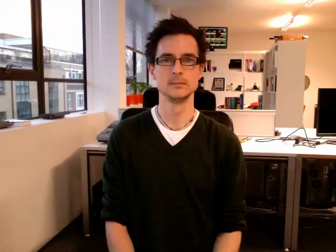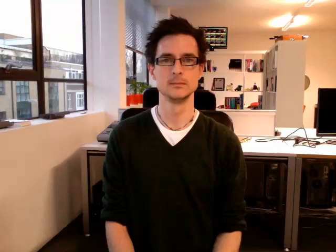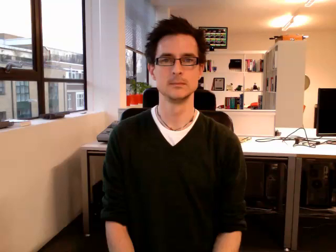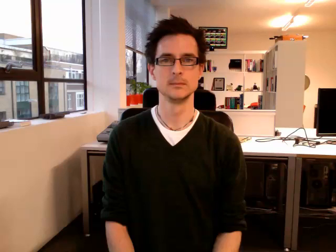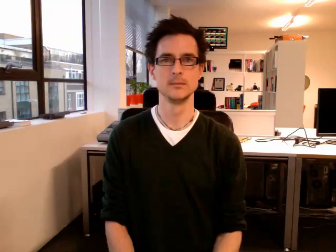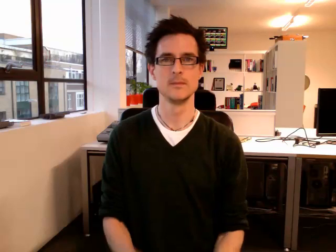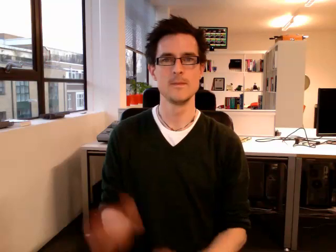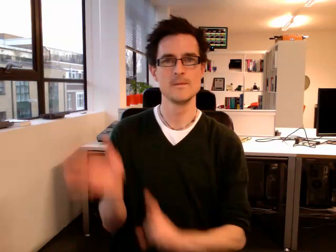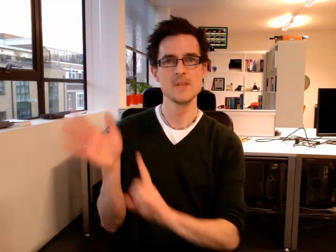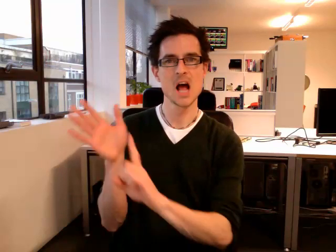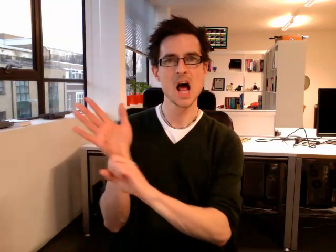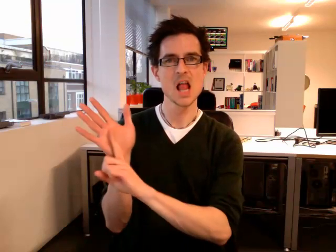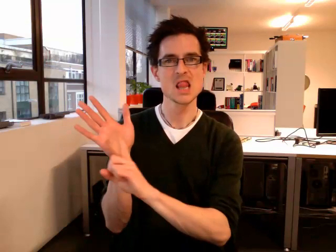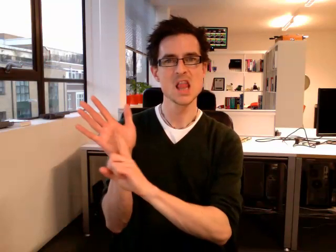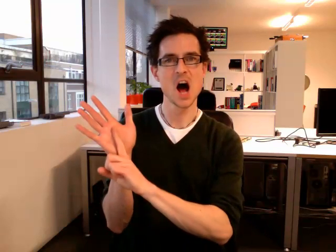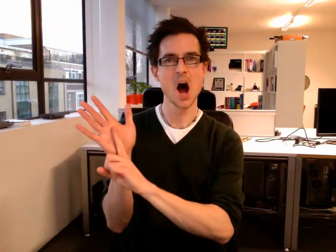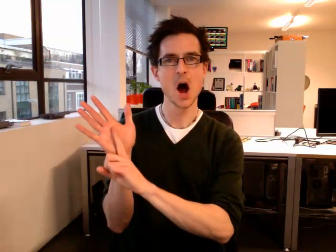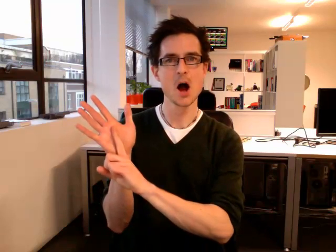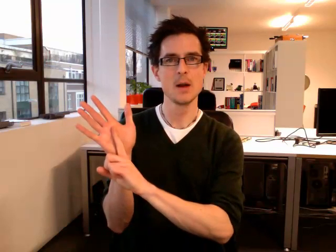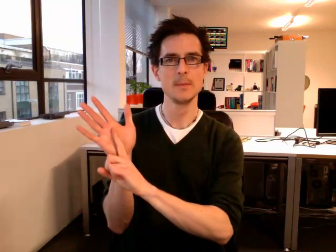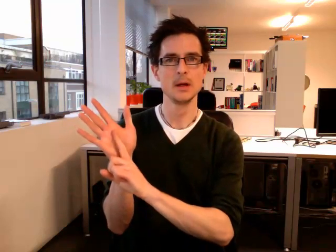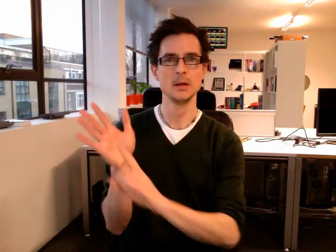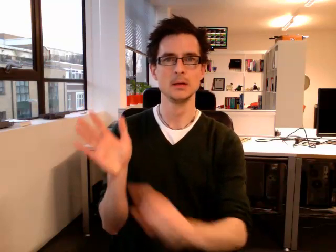alarm